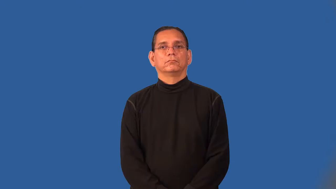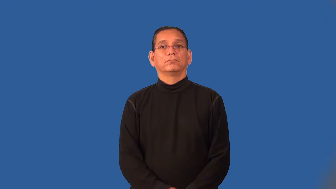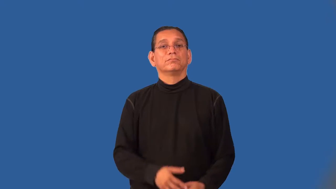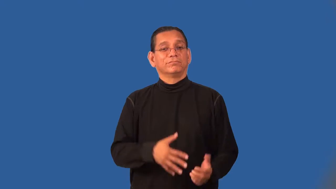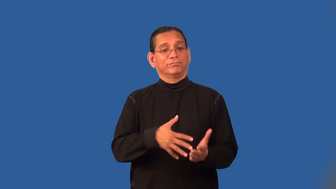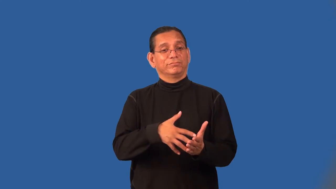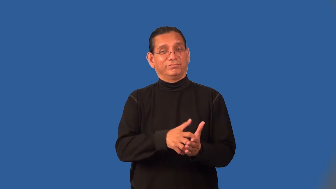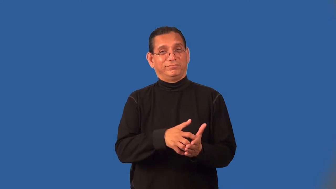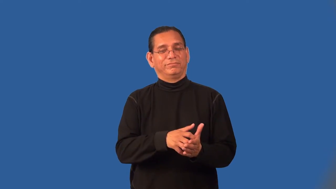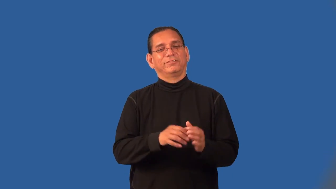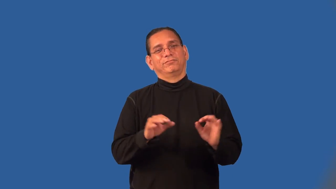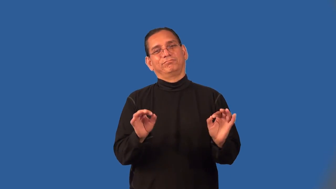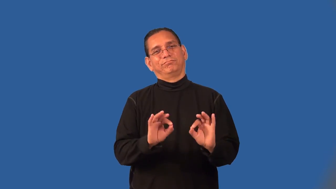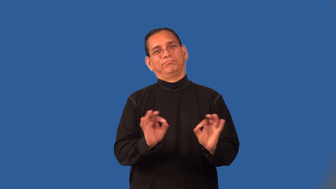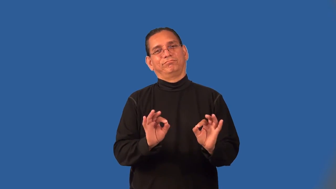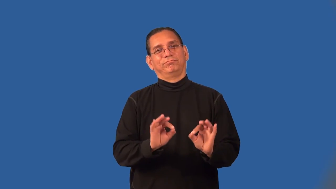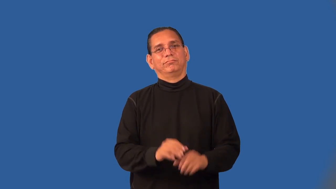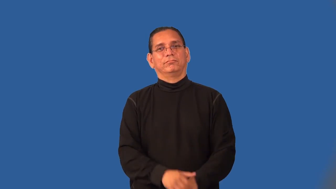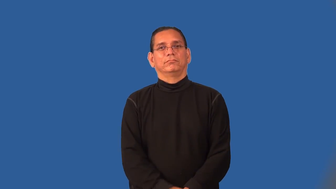pale-become less evident